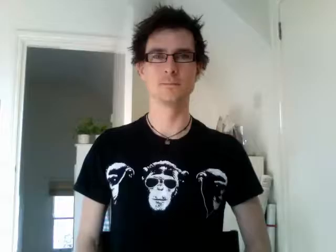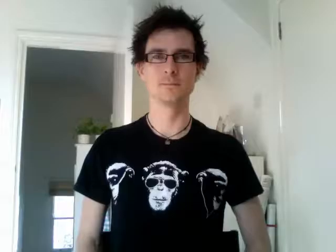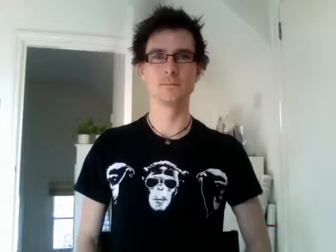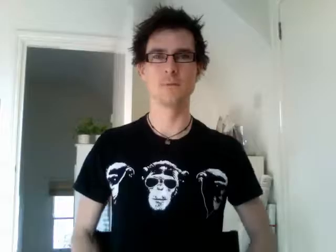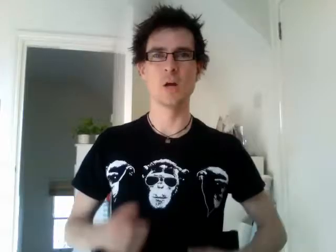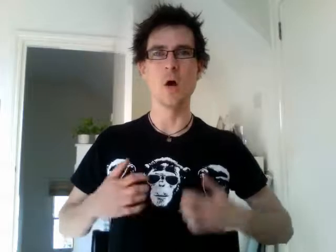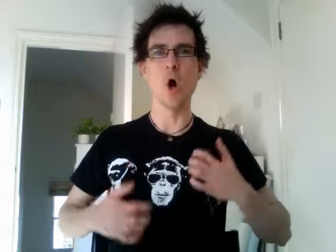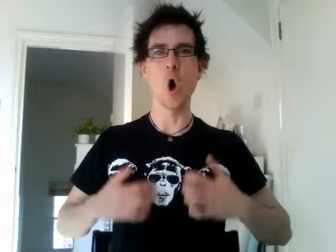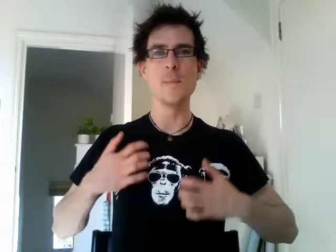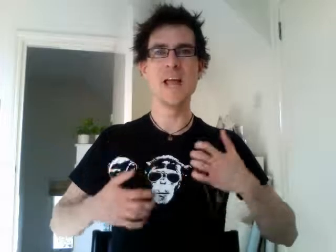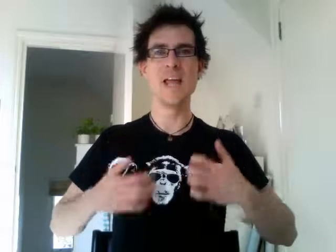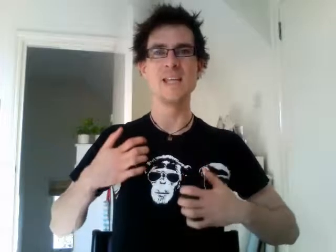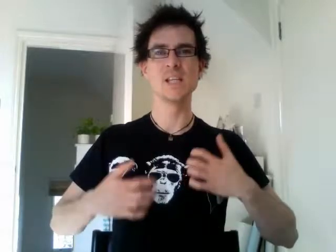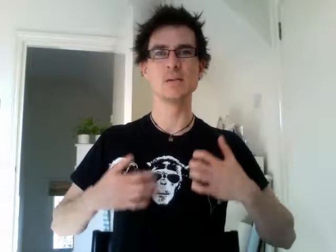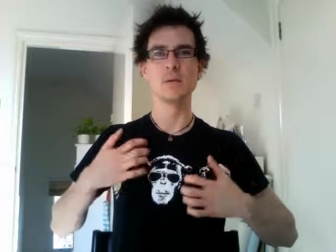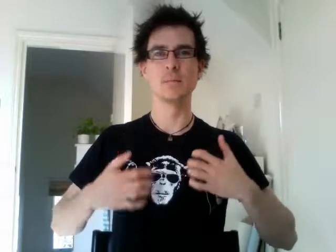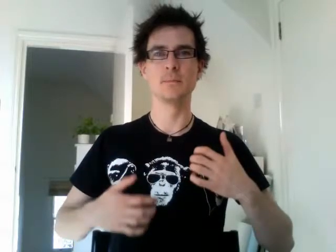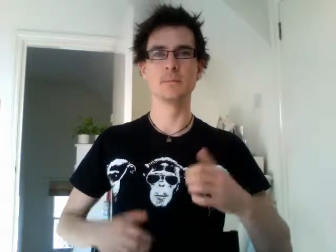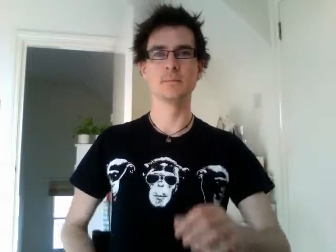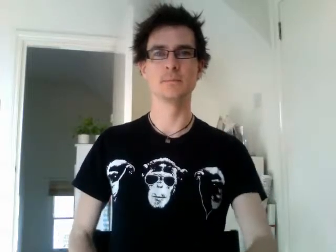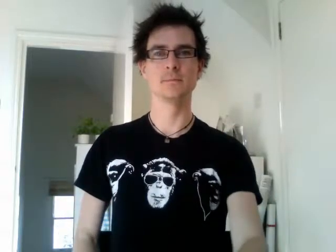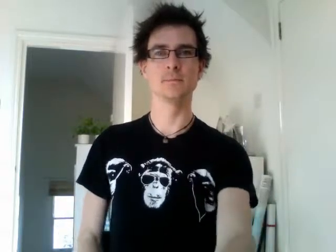hobby